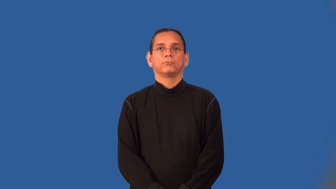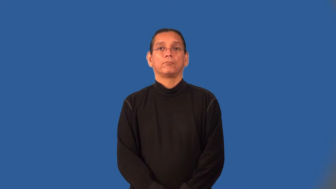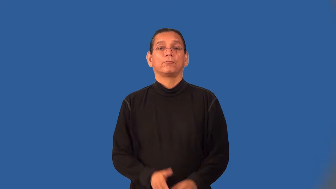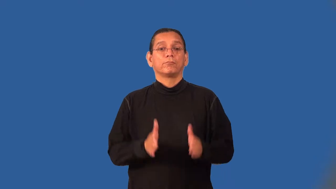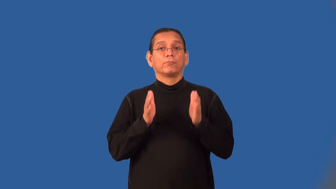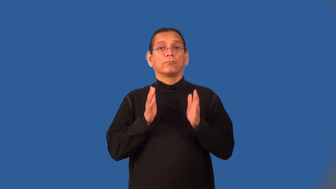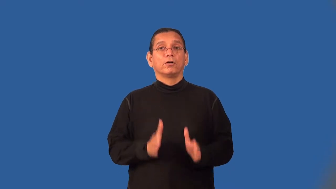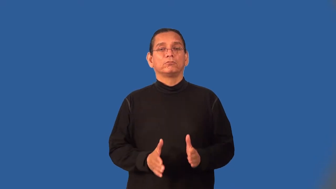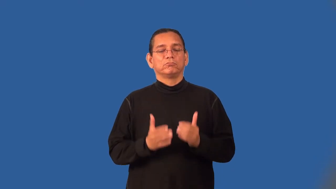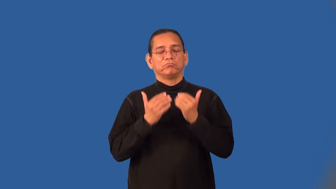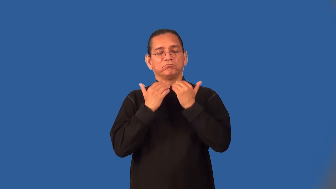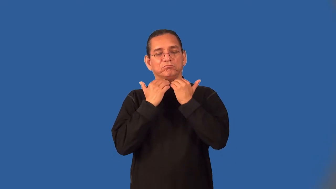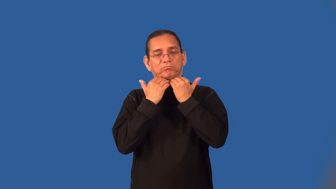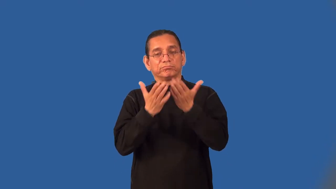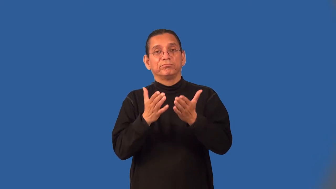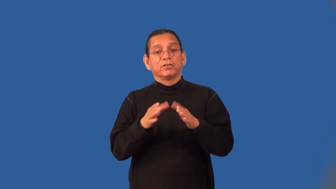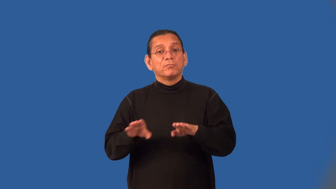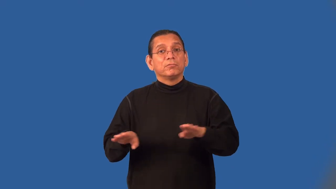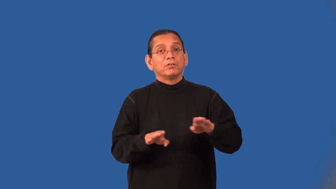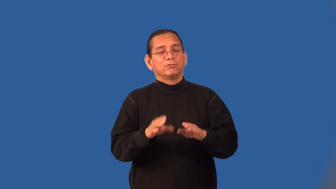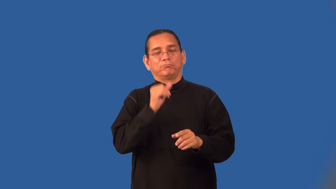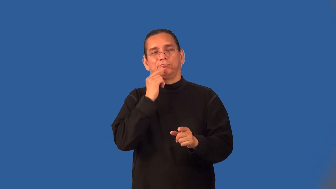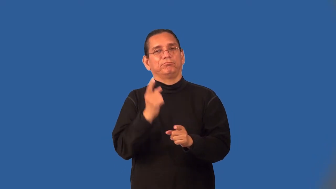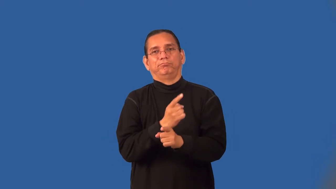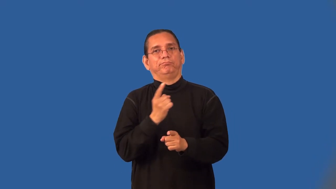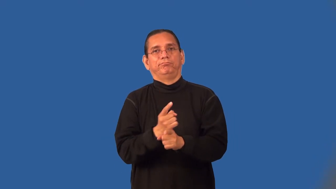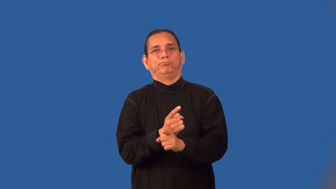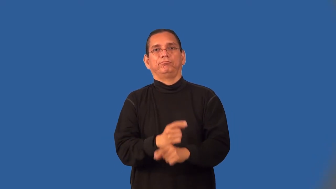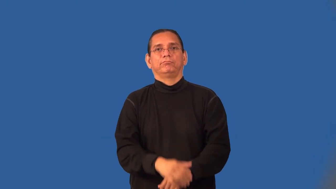exhibitionist